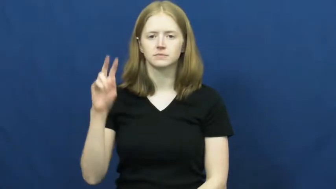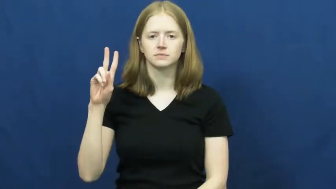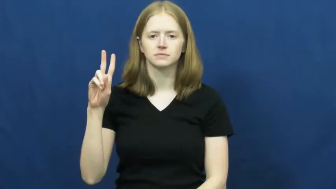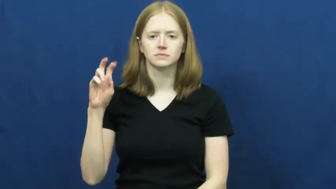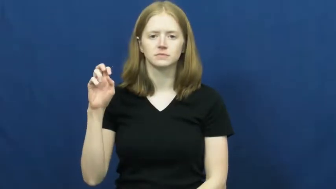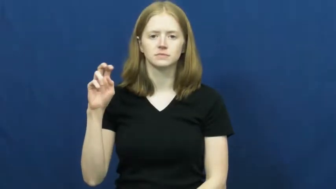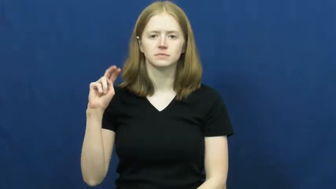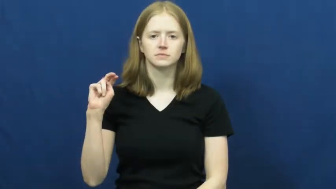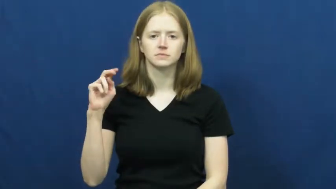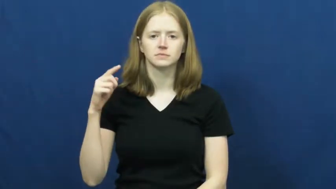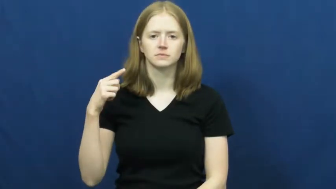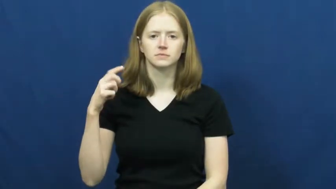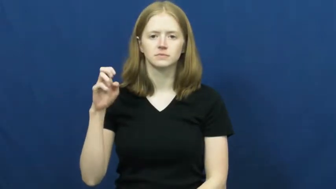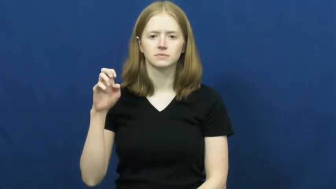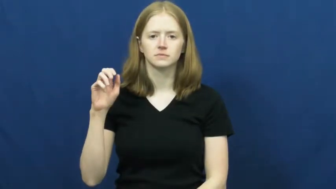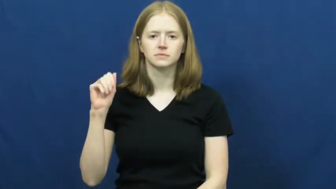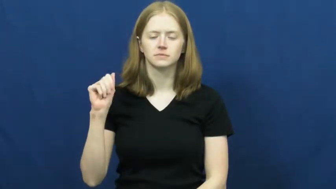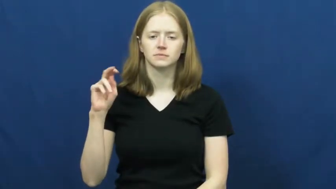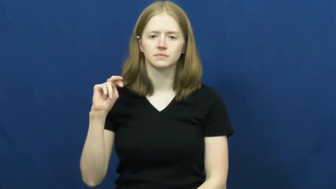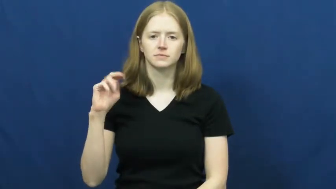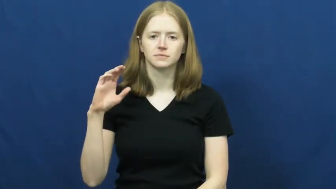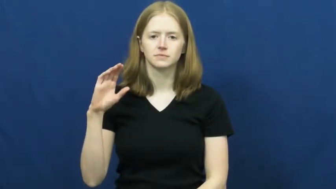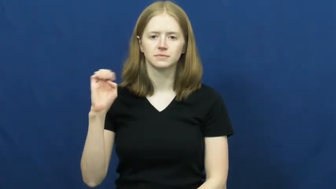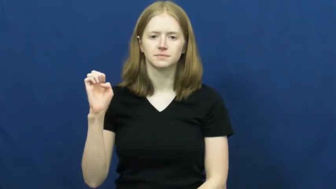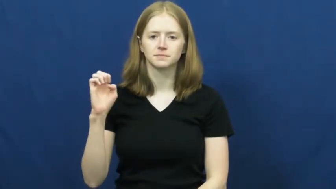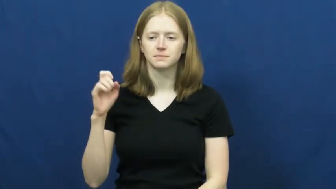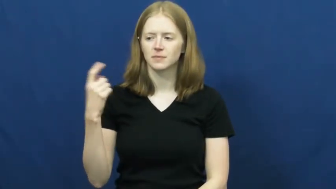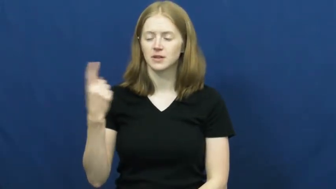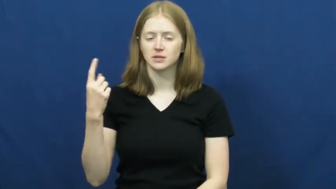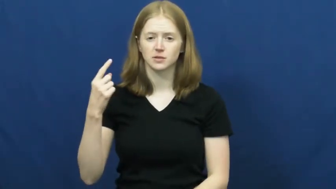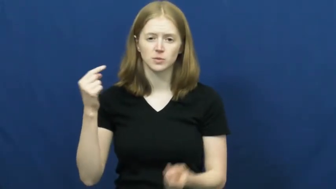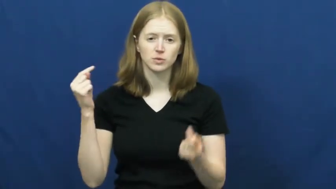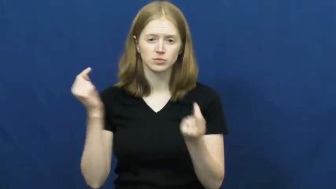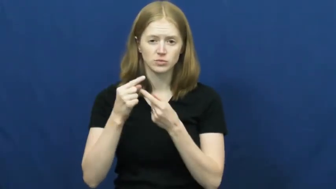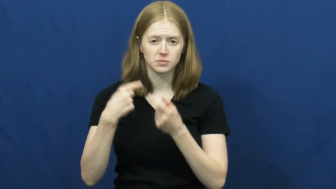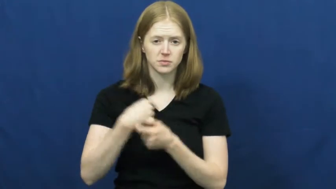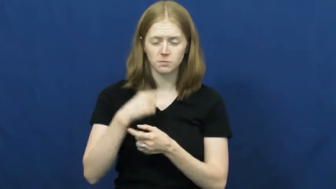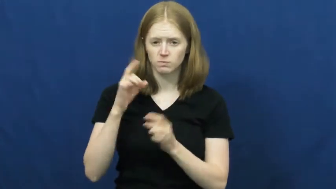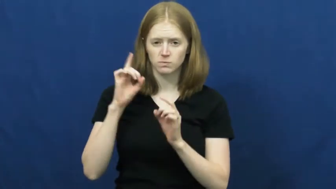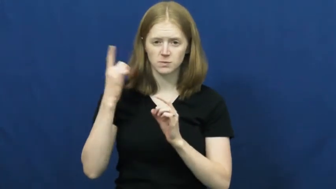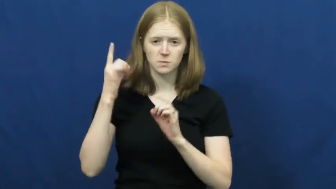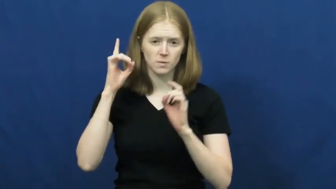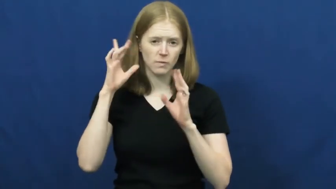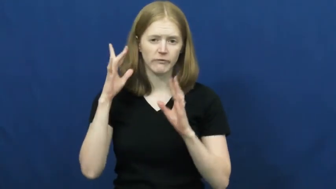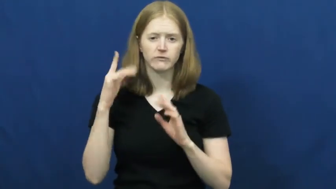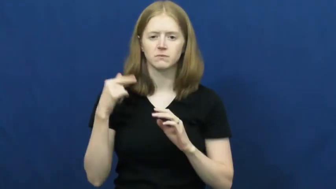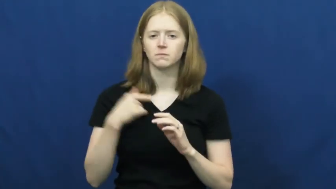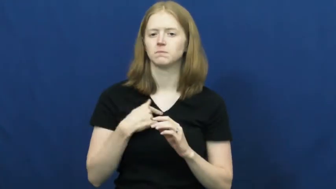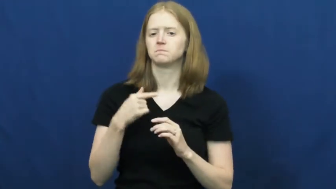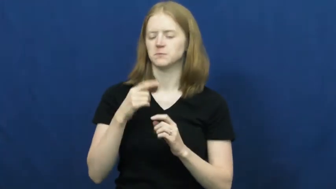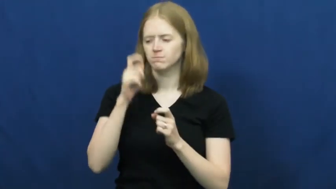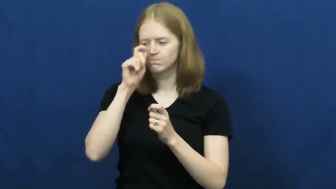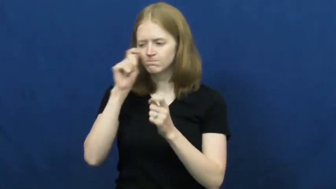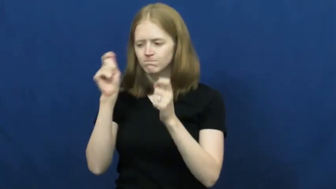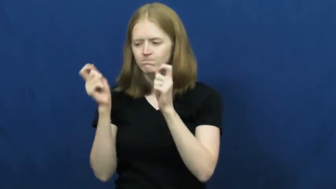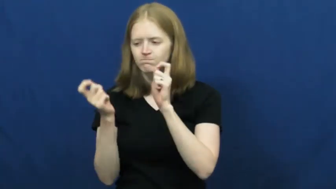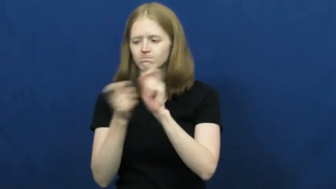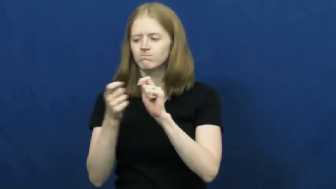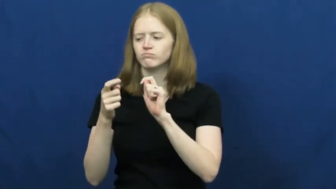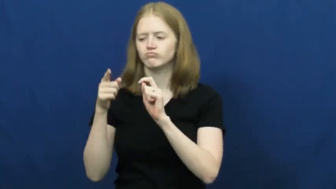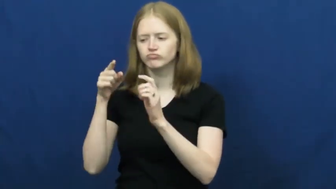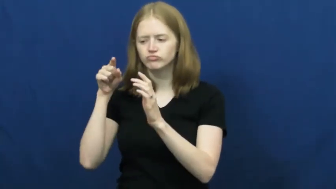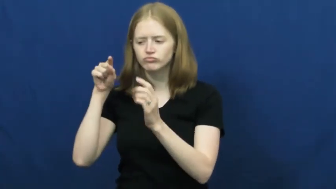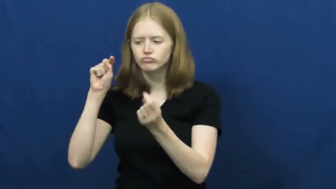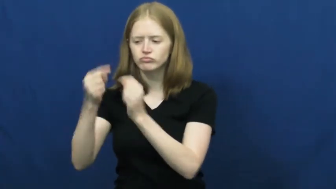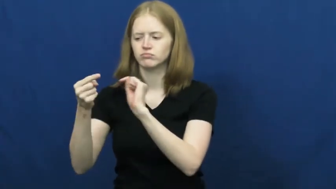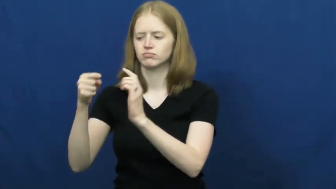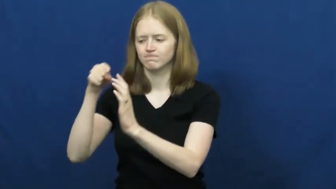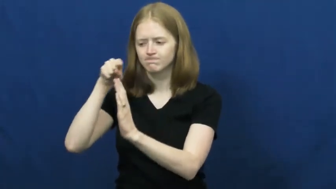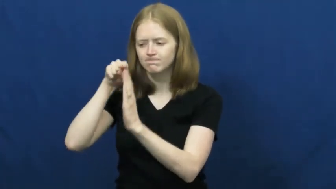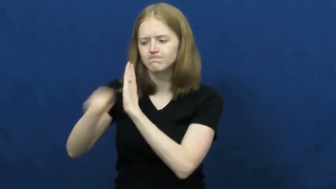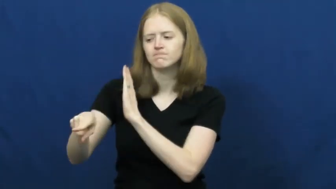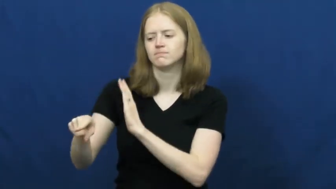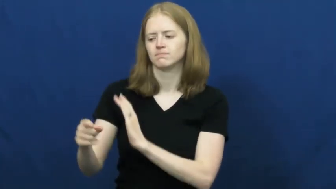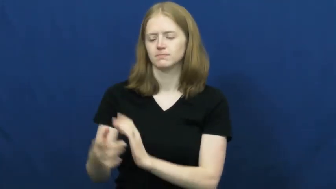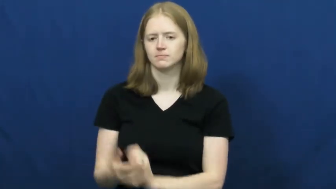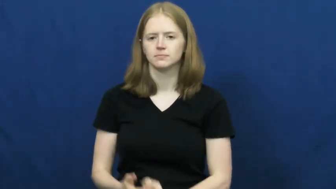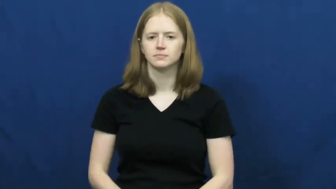vengeance